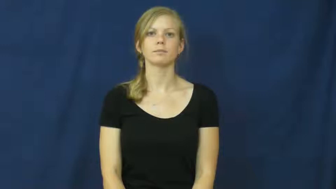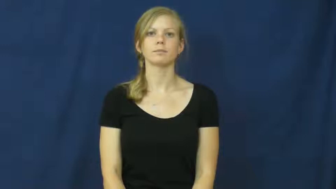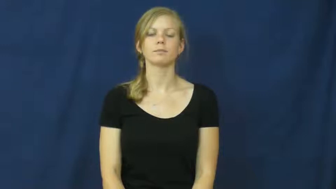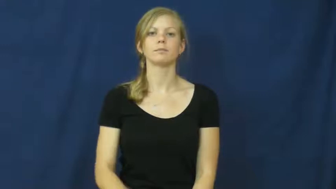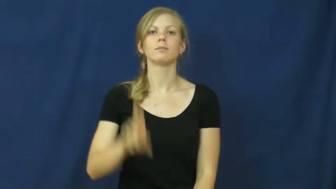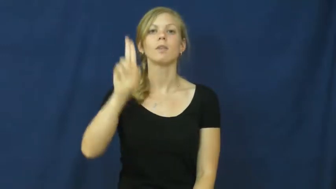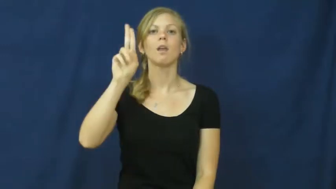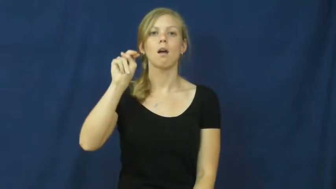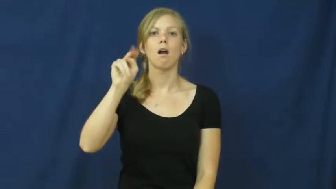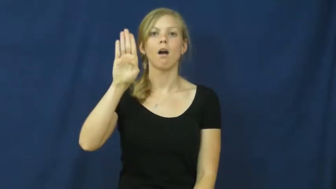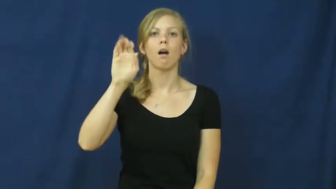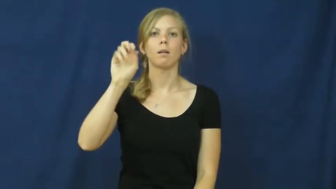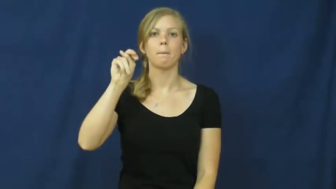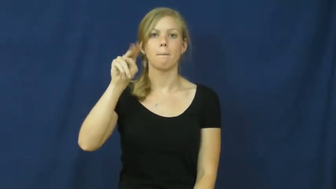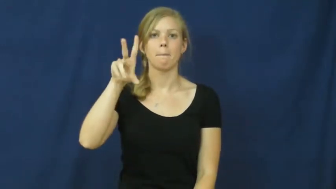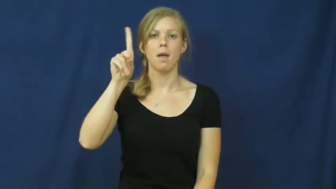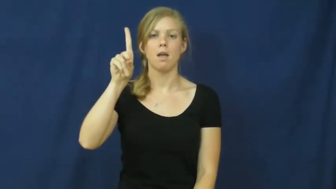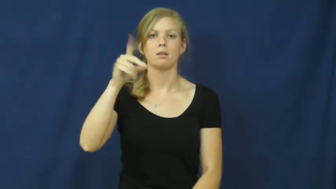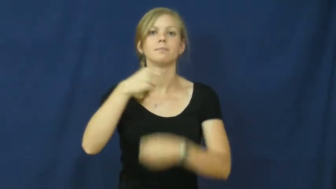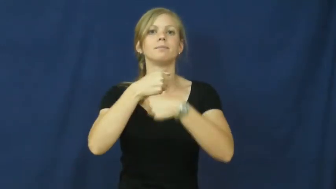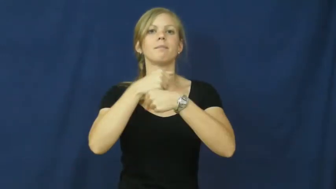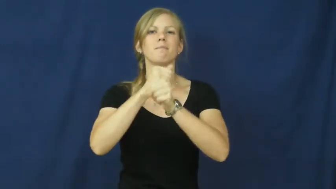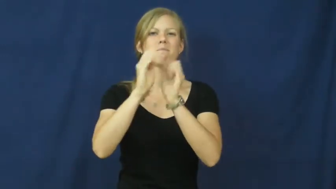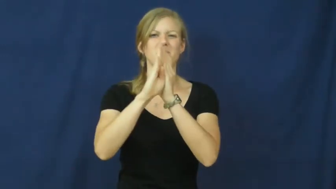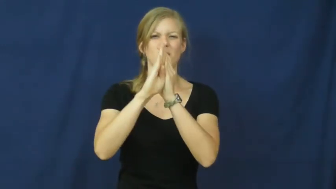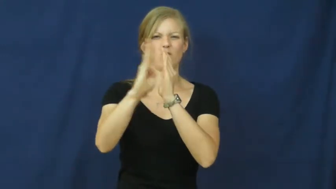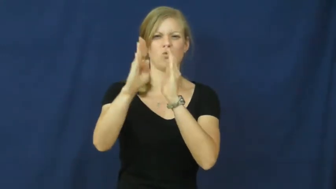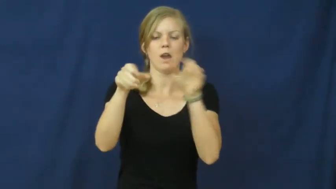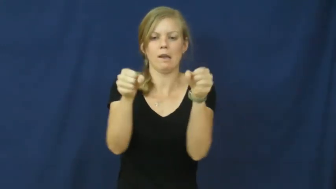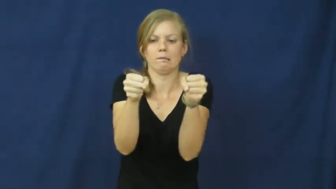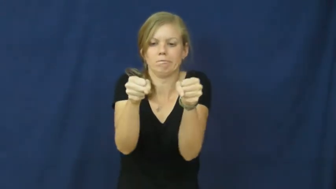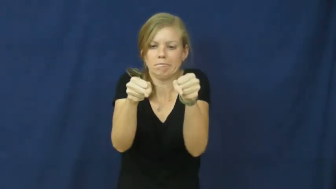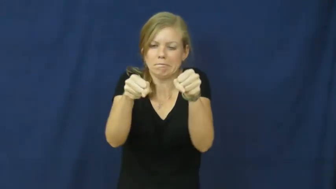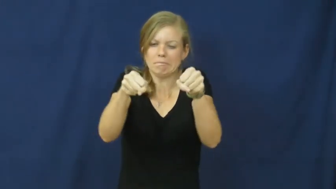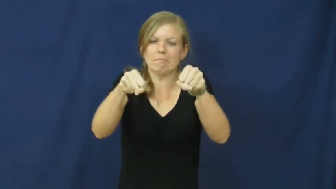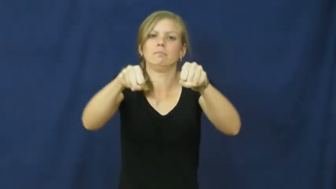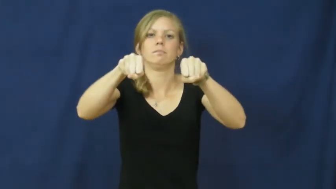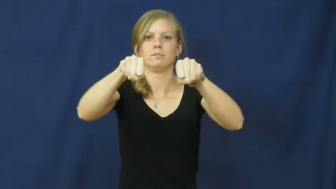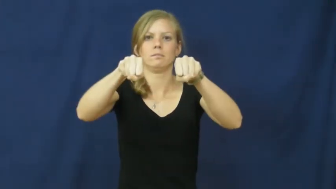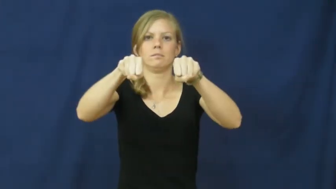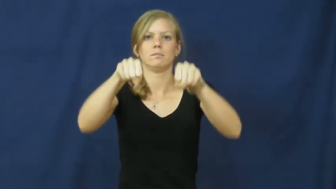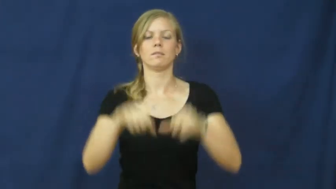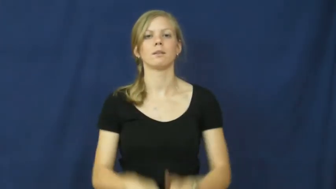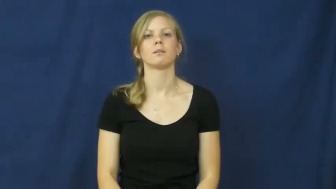unbend